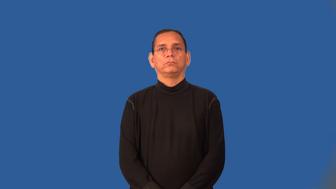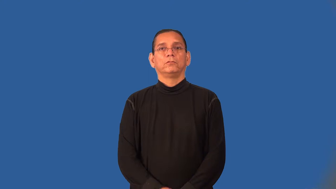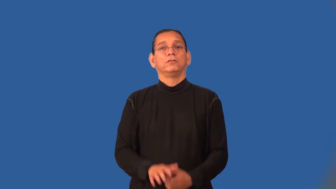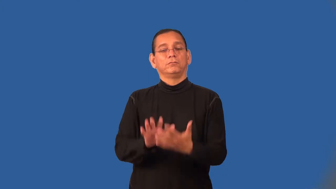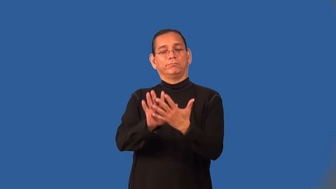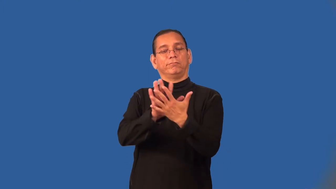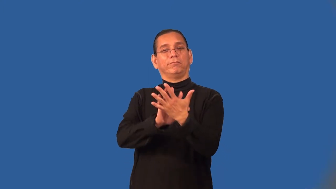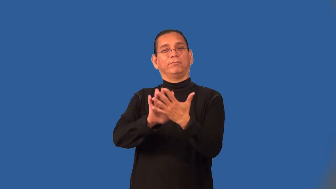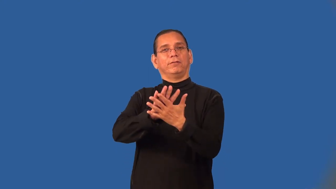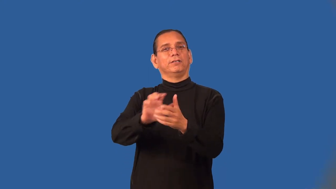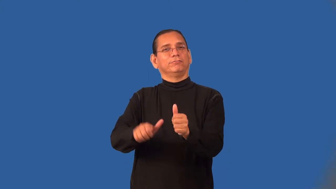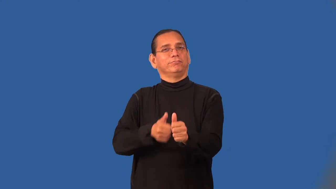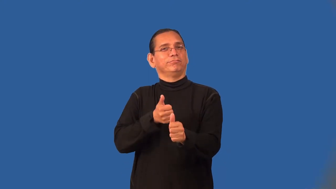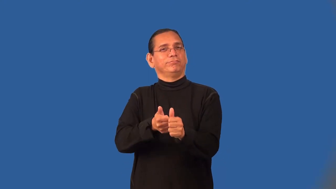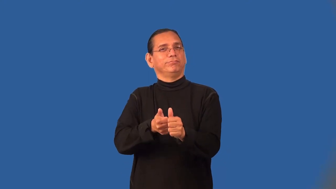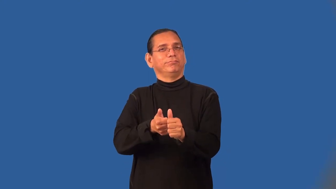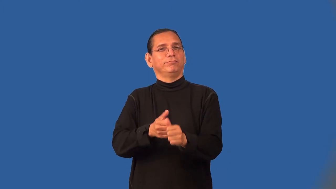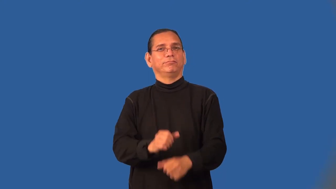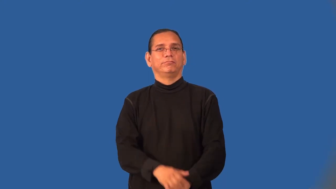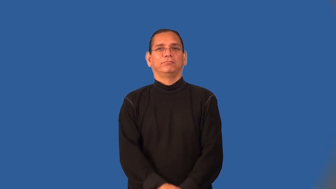overtone